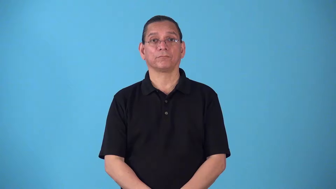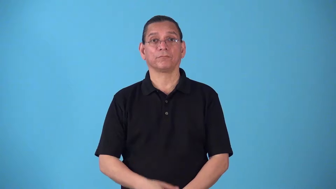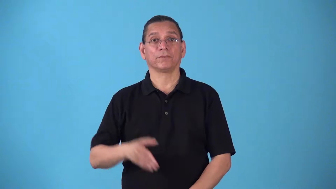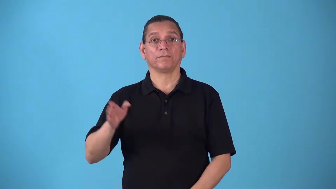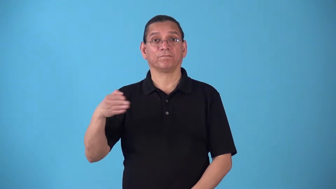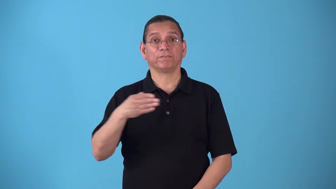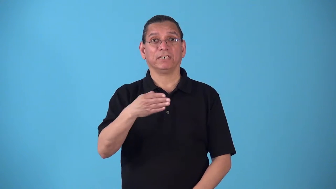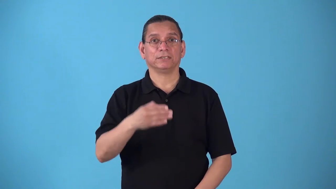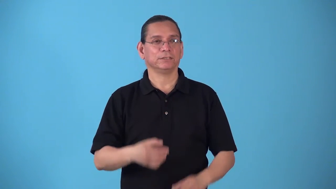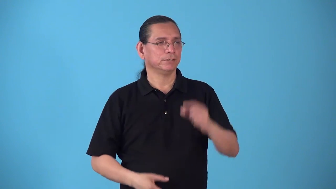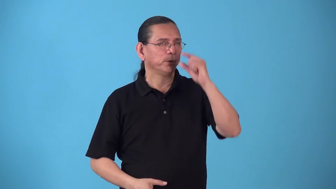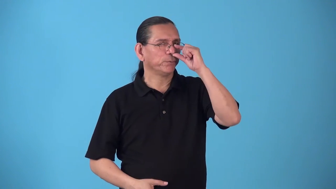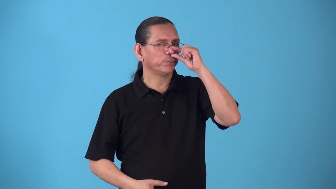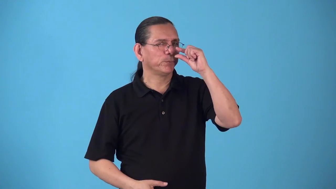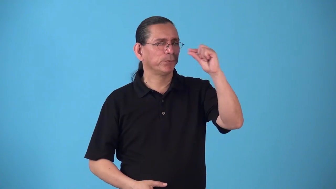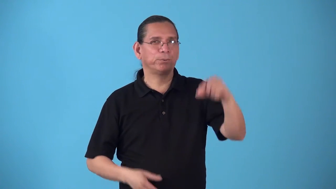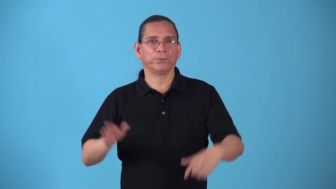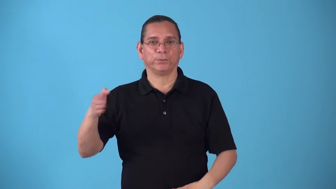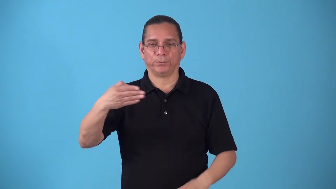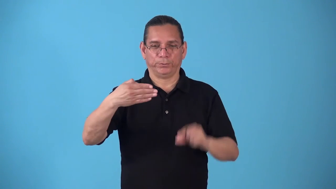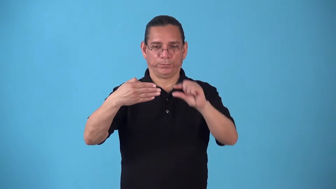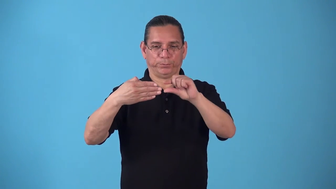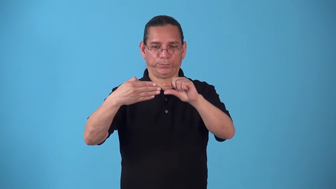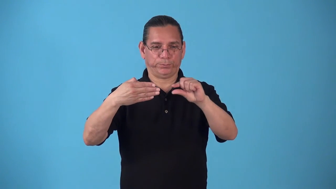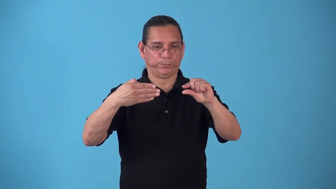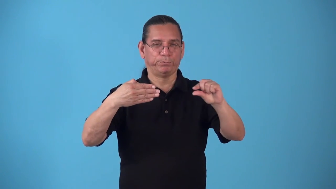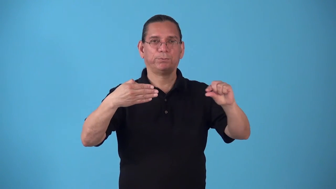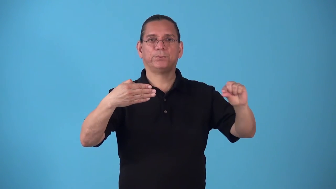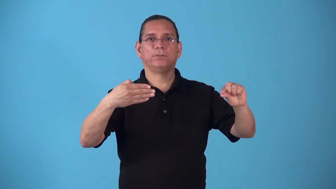spearfish,swordfish-fish